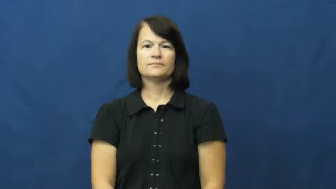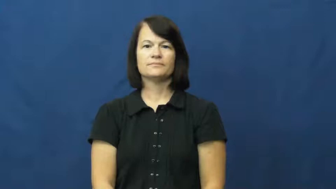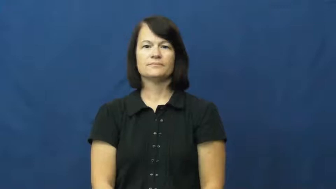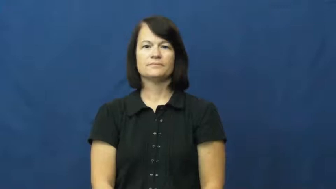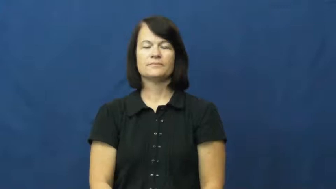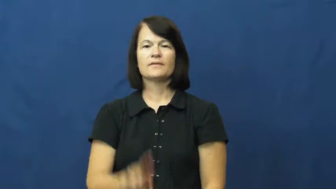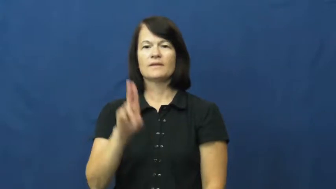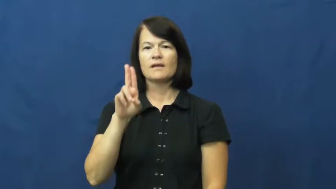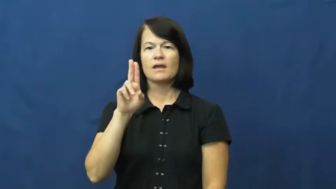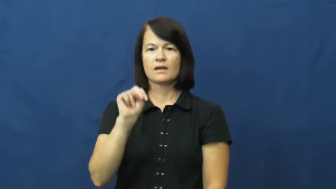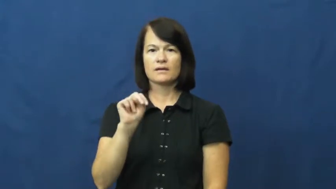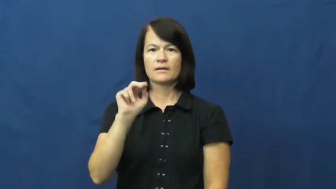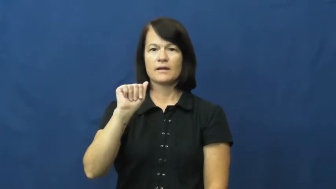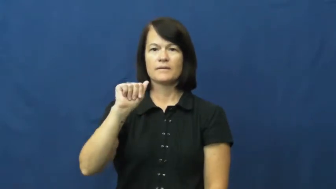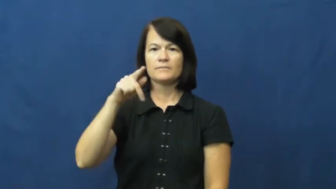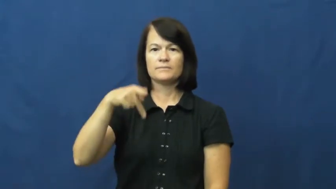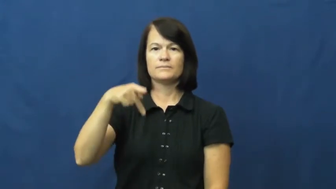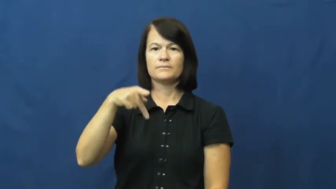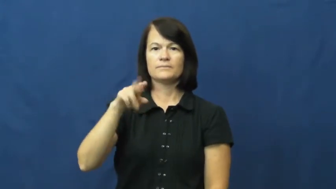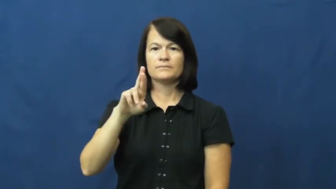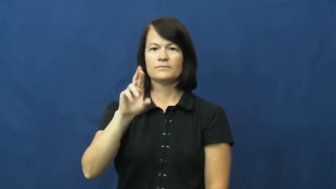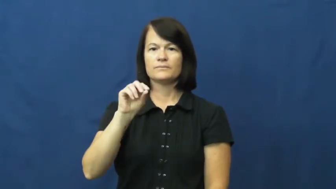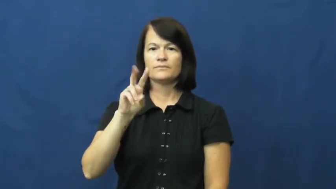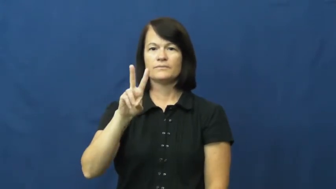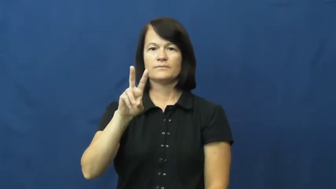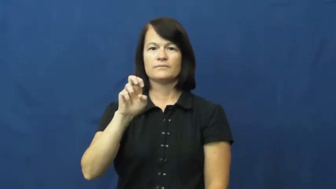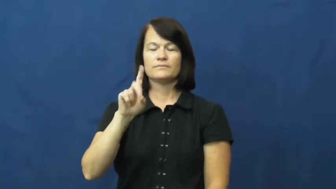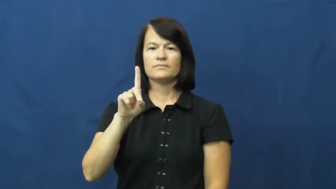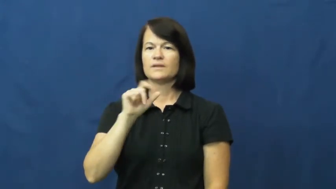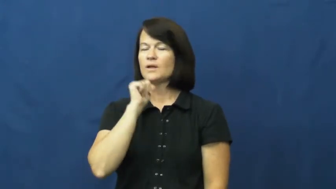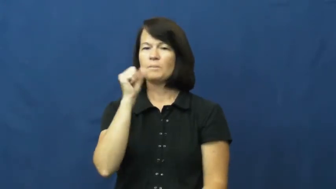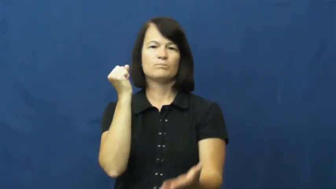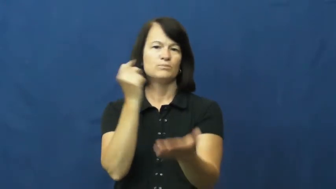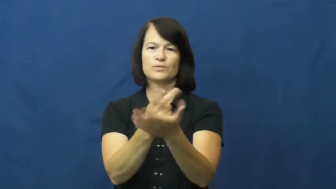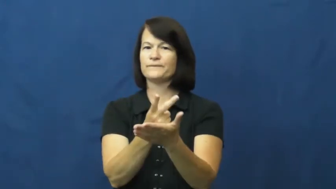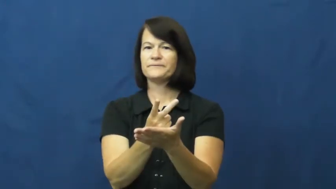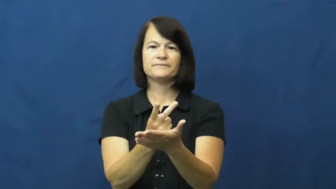unapproved